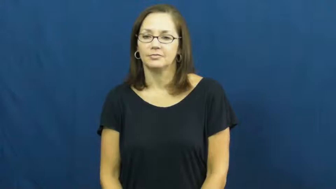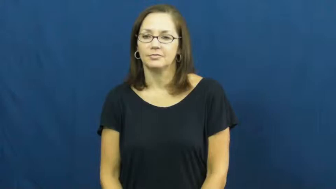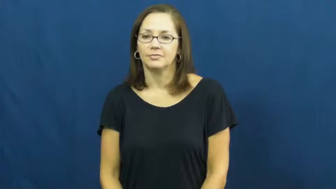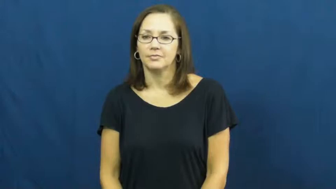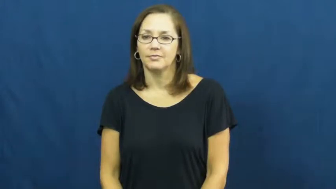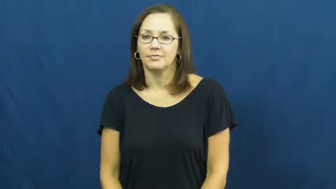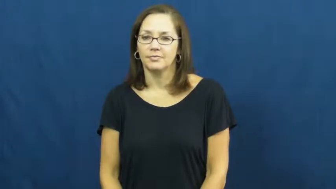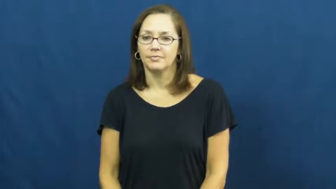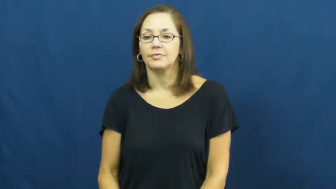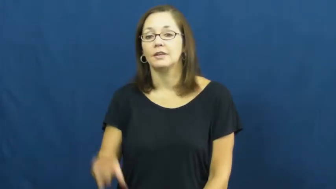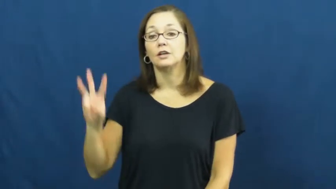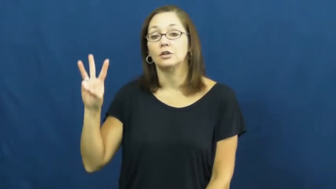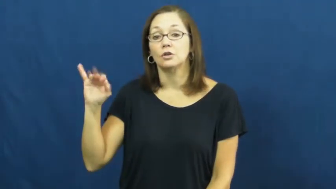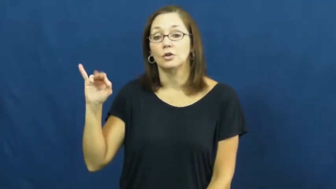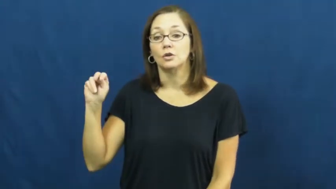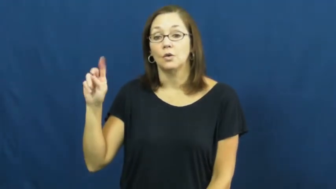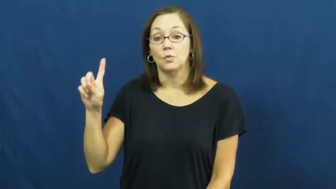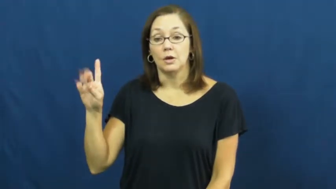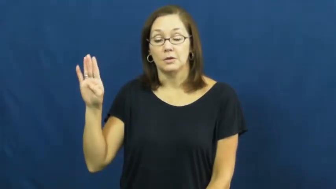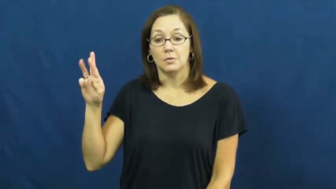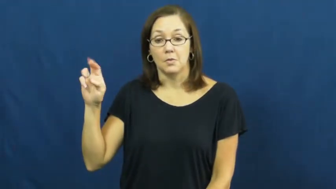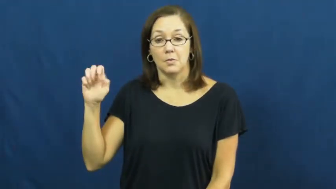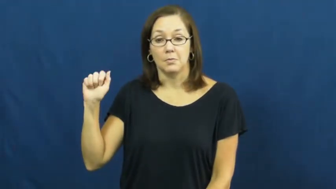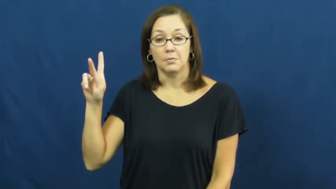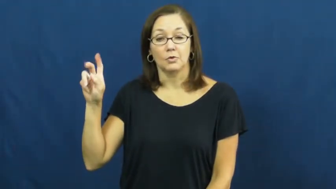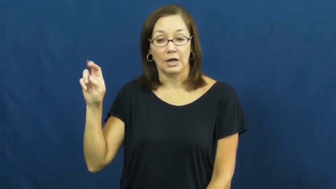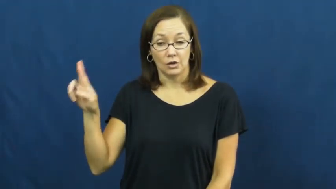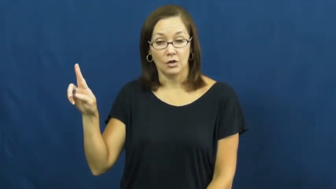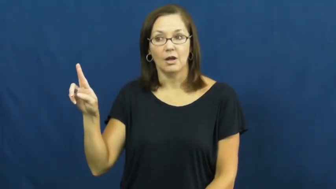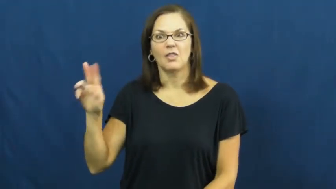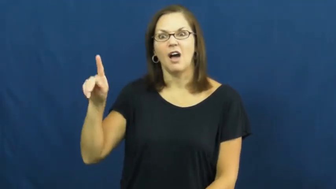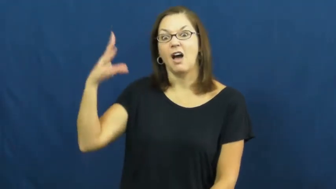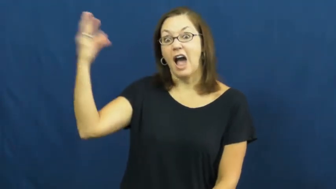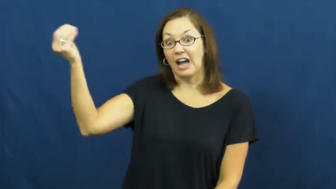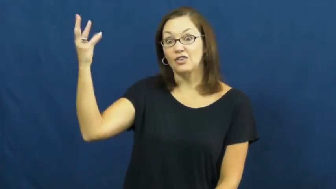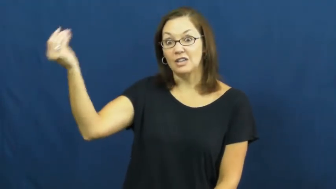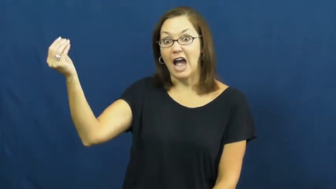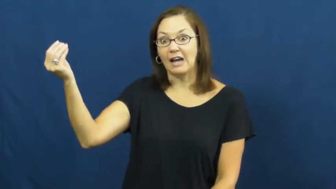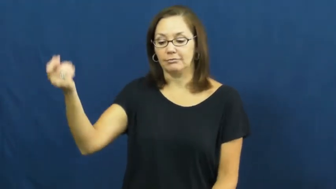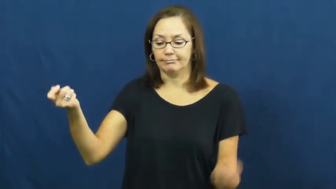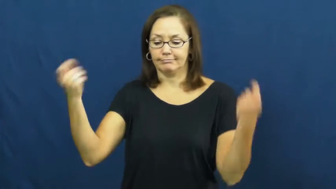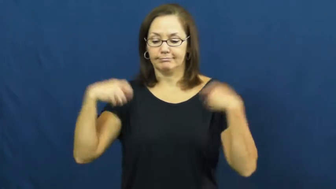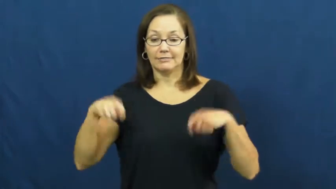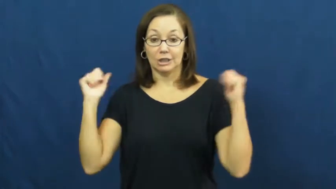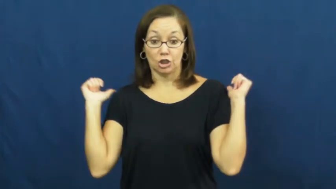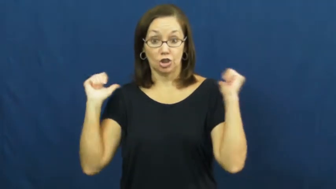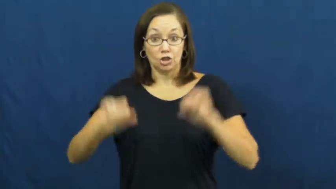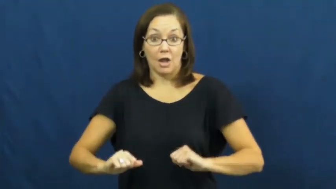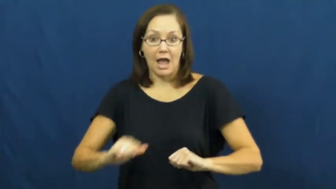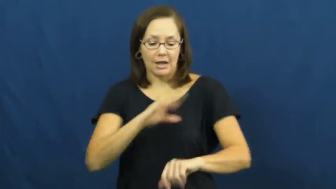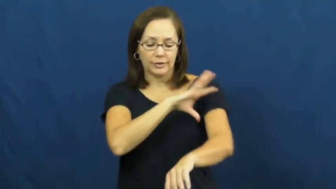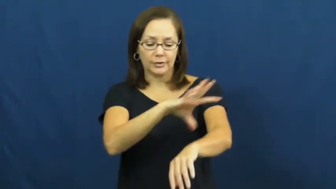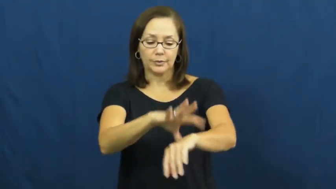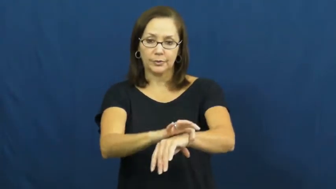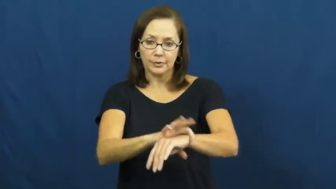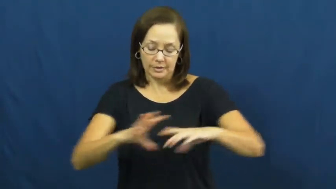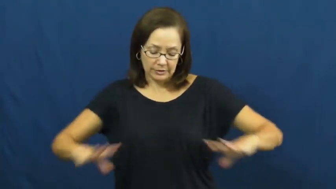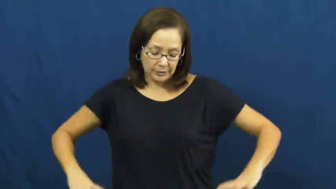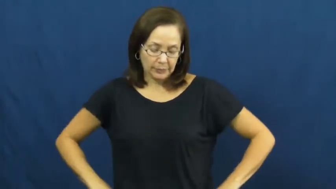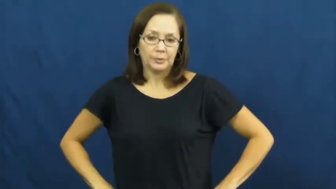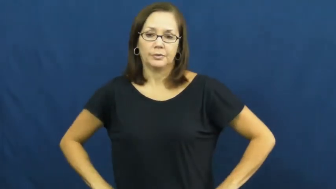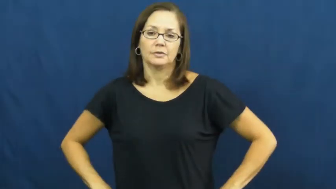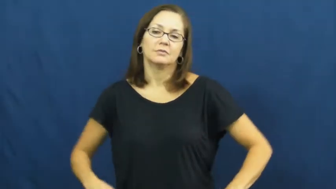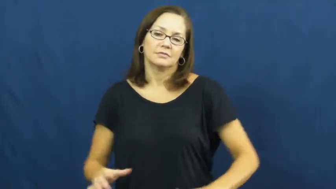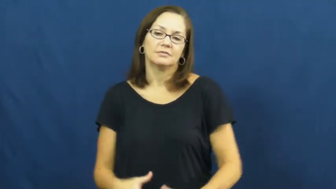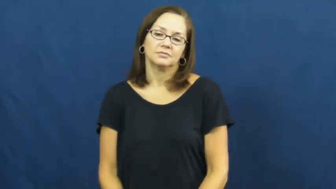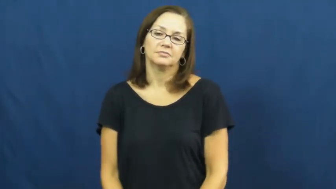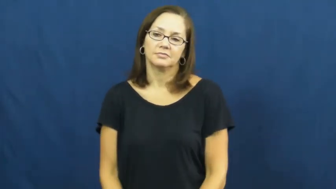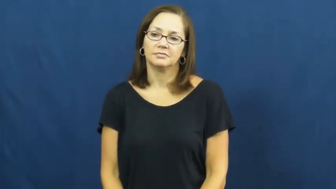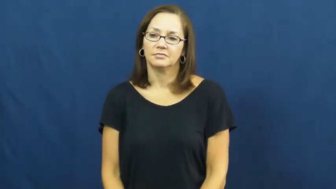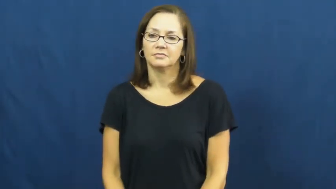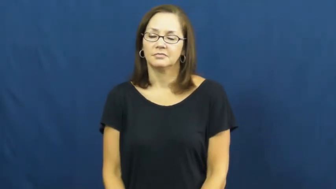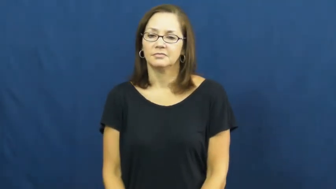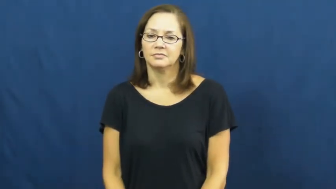windbreaker,windcheater